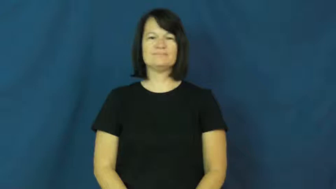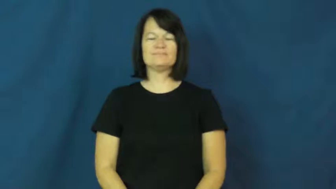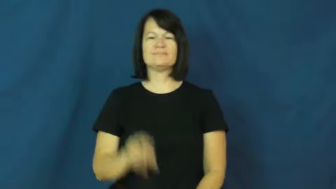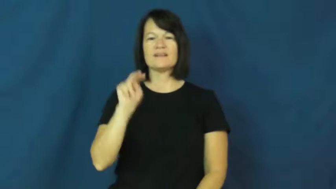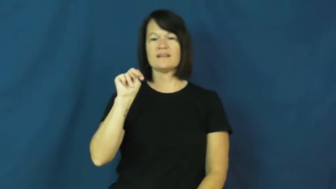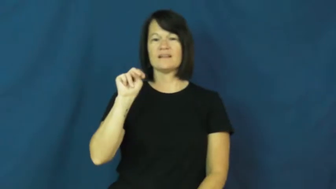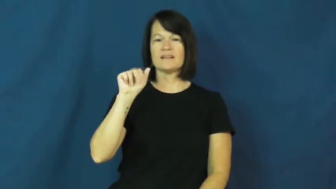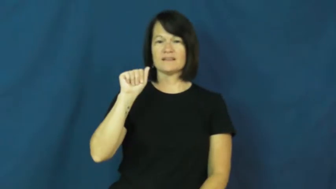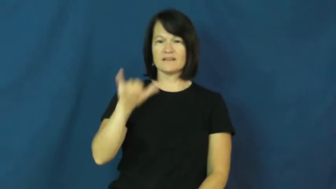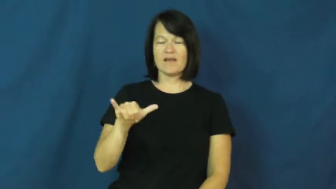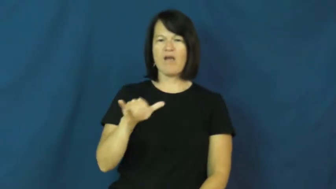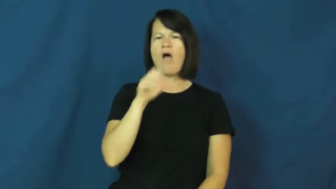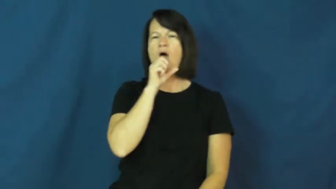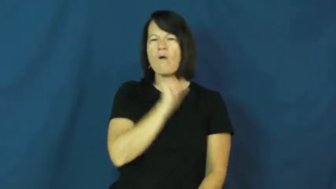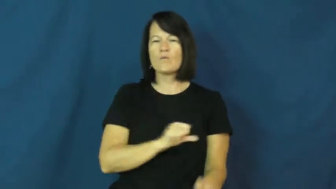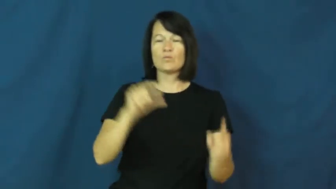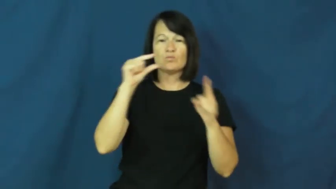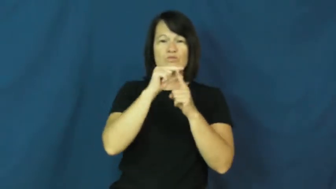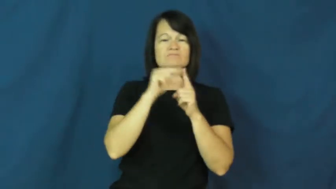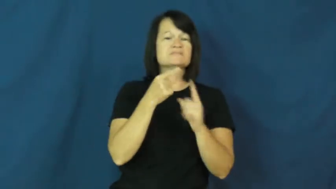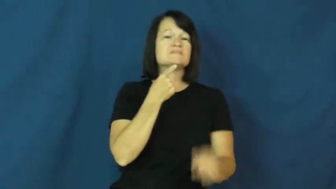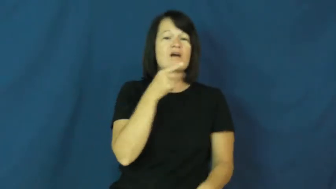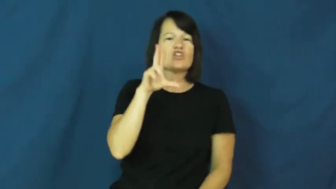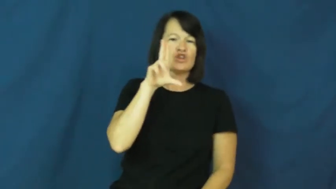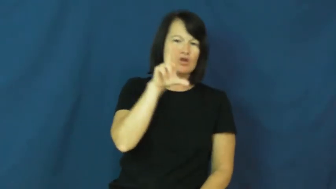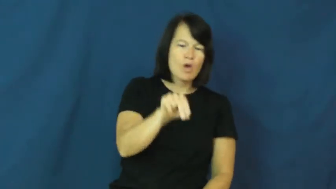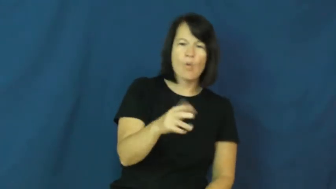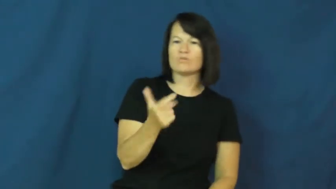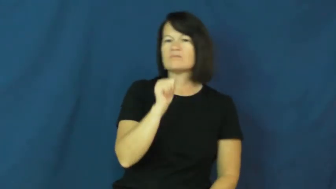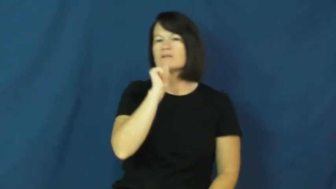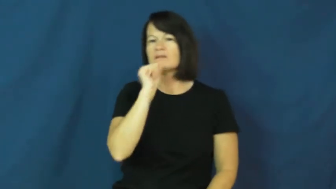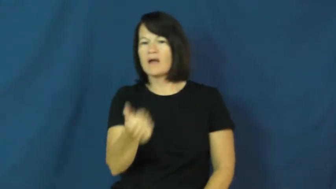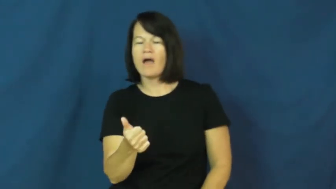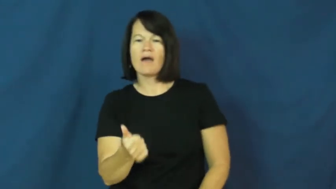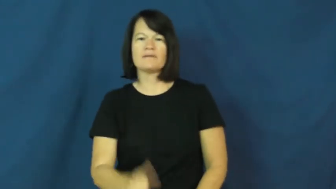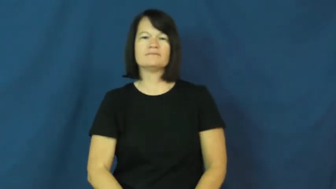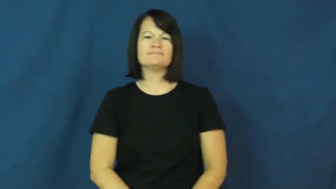nay-say no